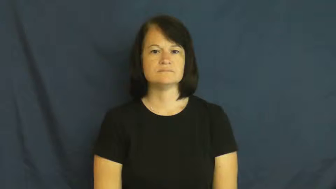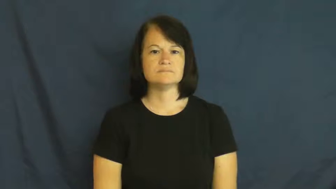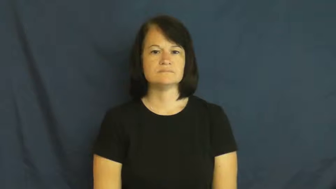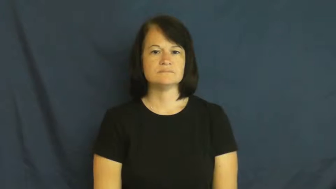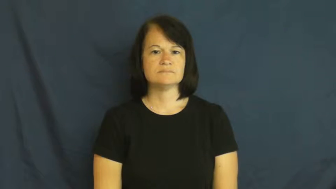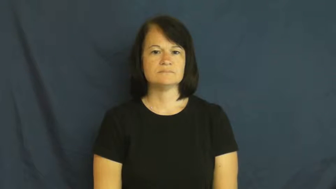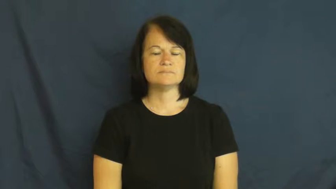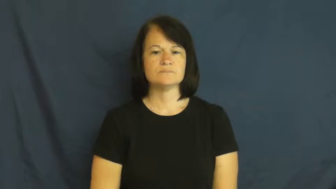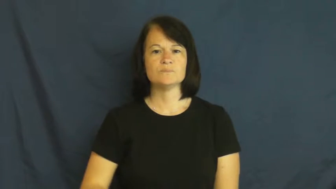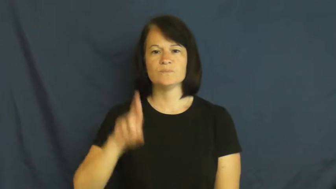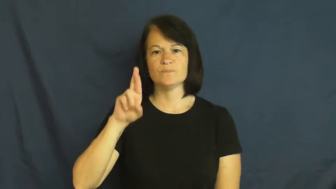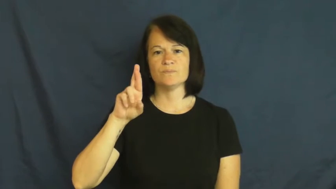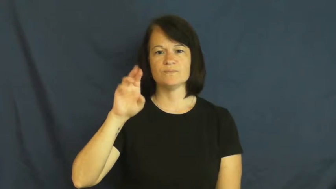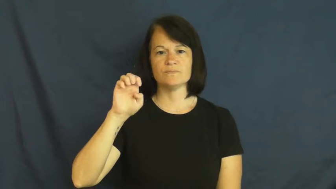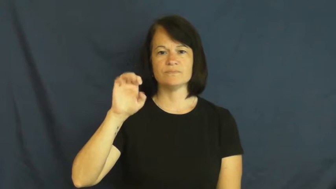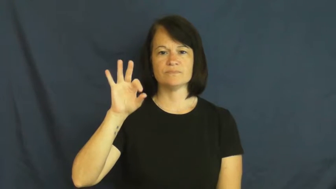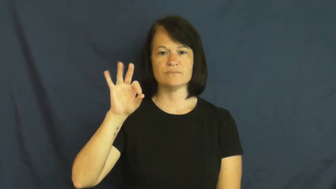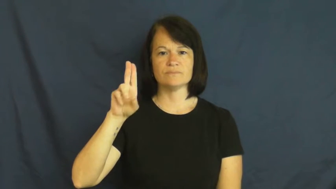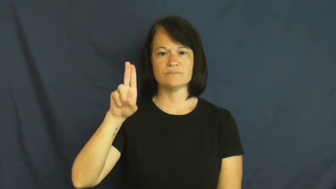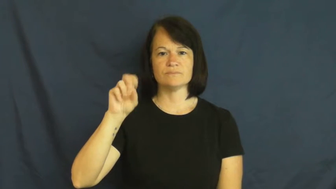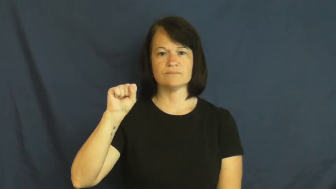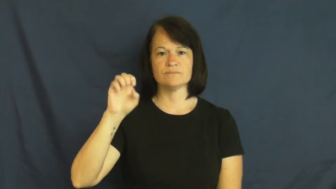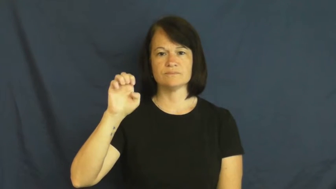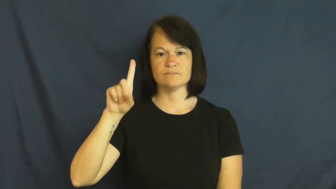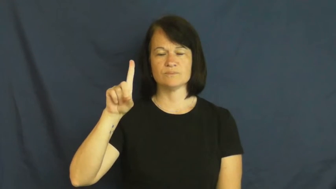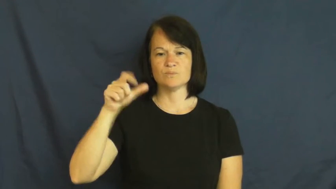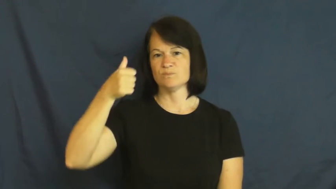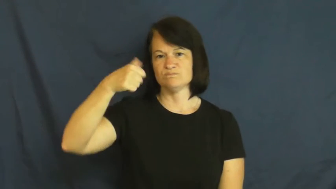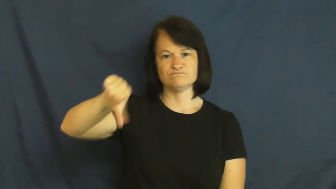refuse-not accept